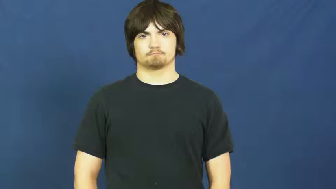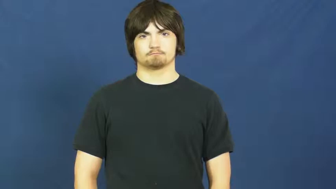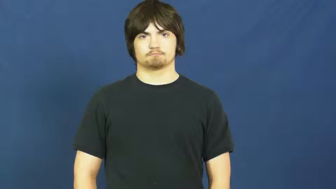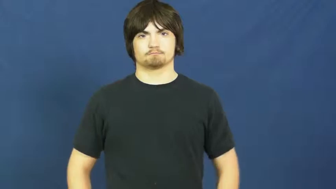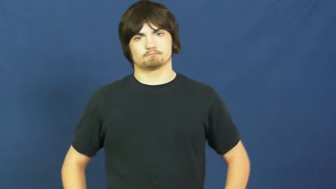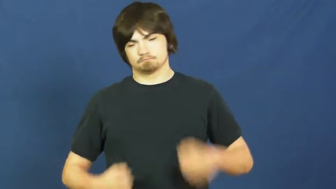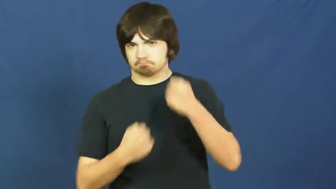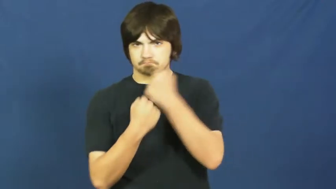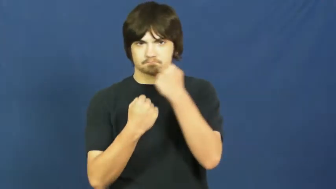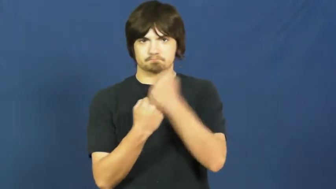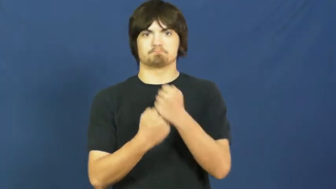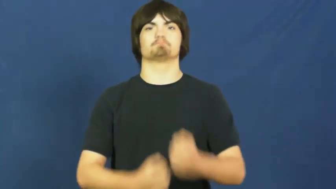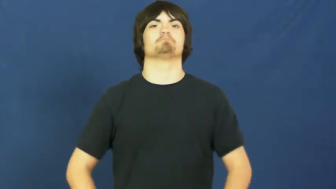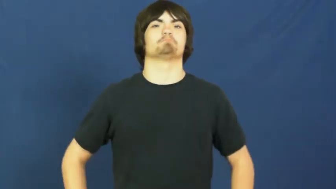sponsor